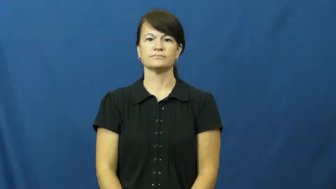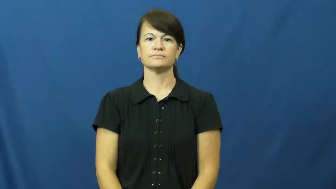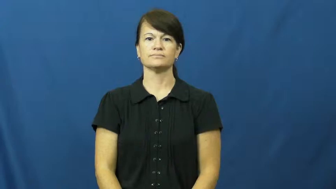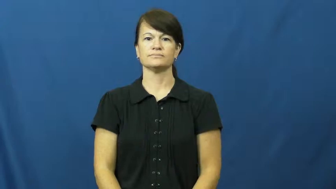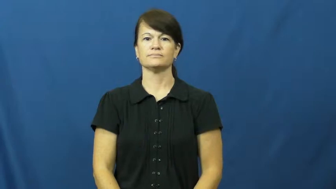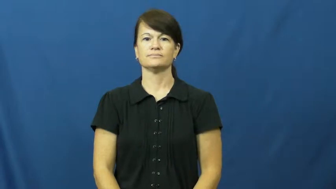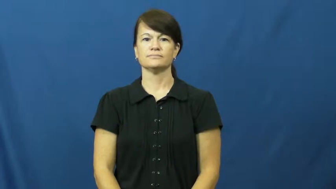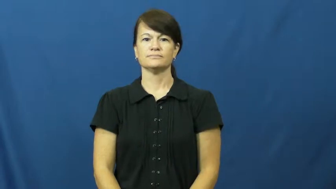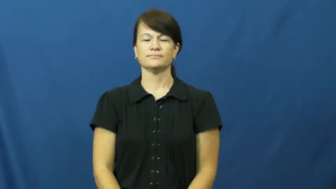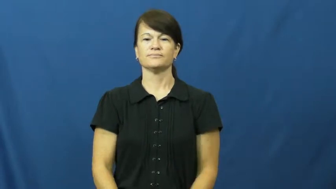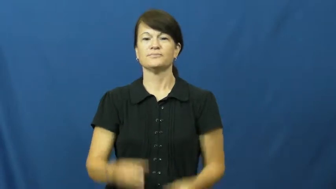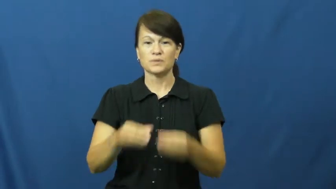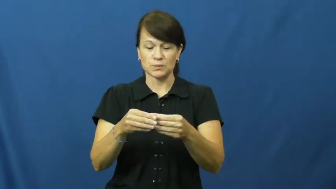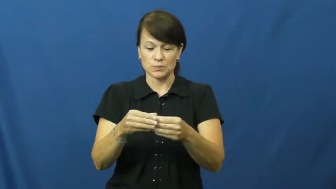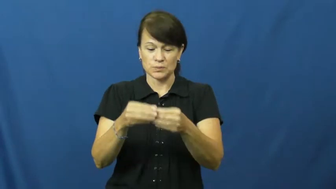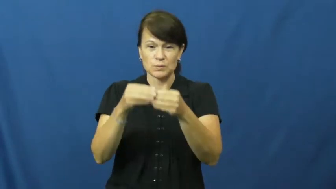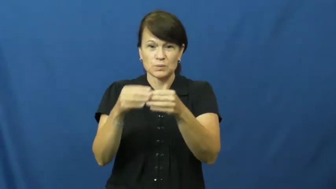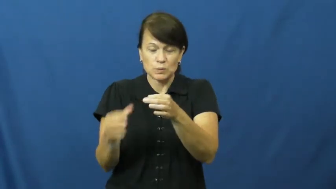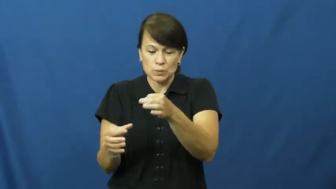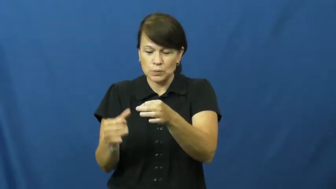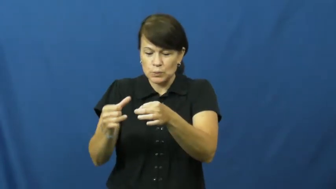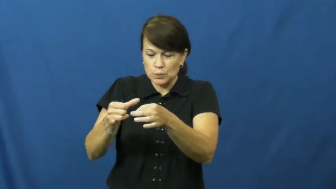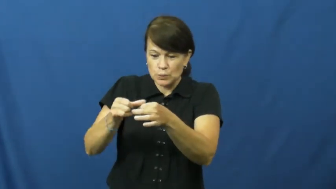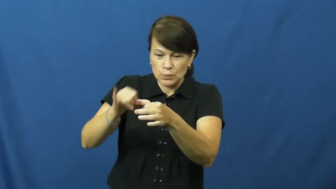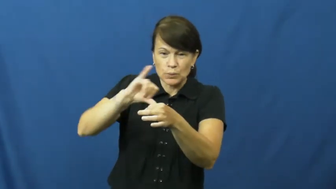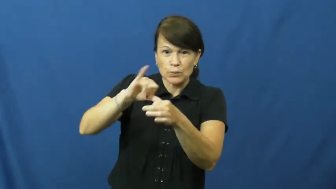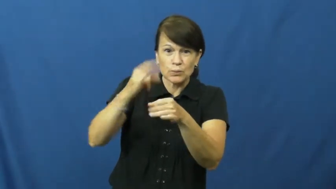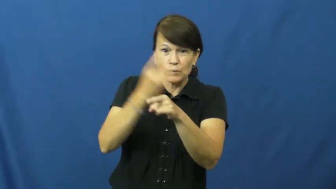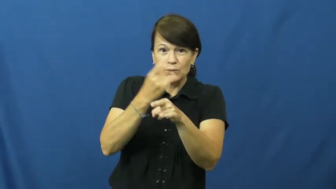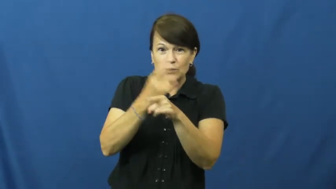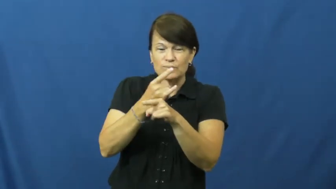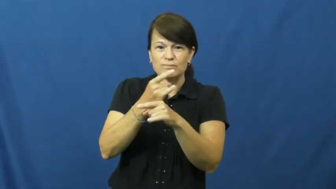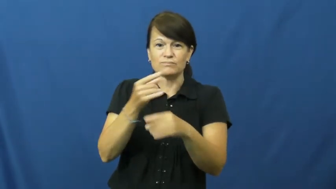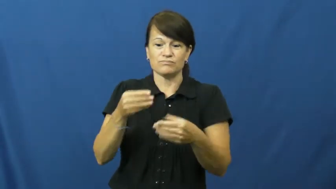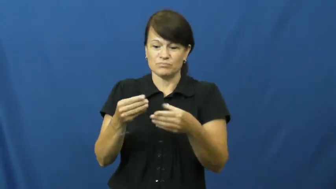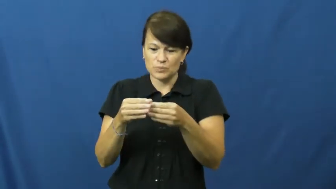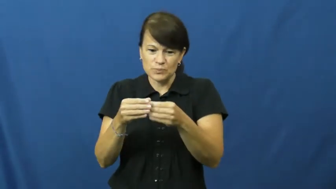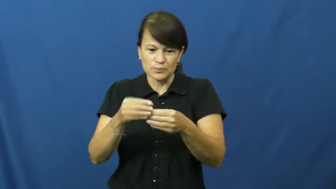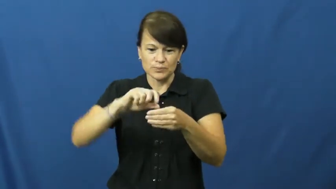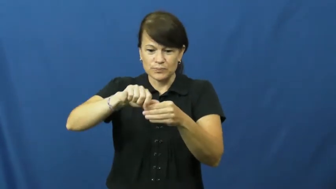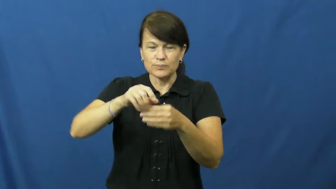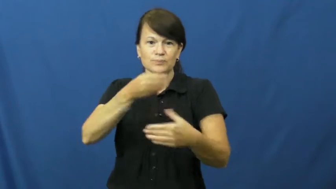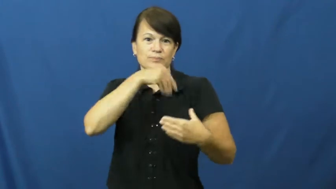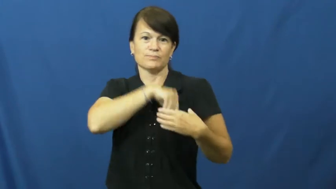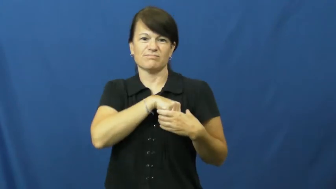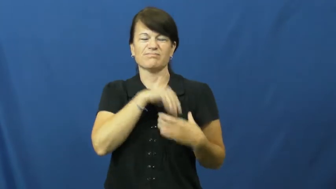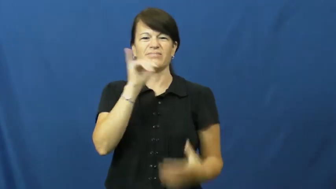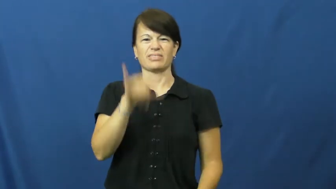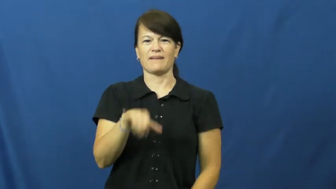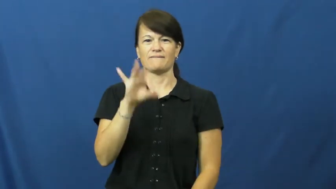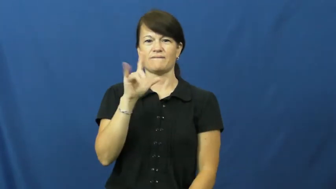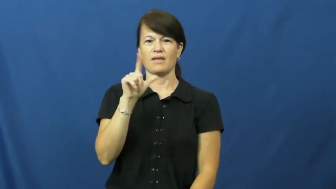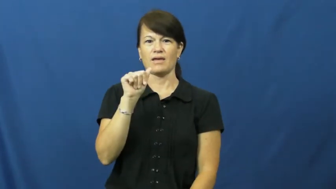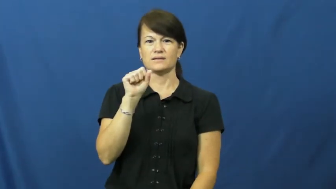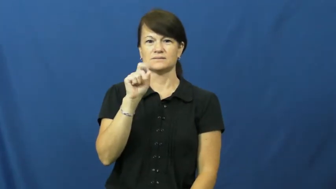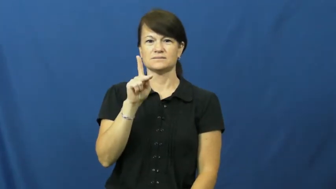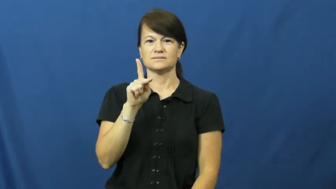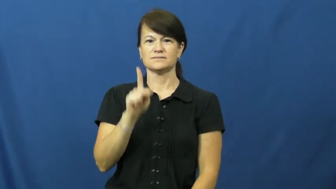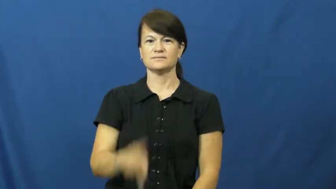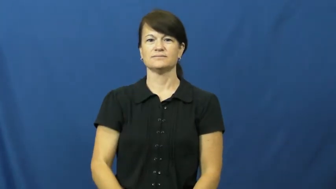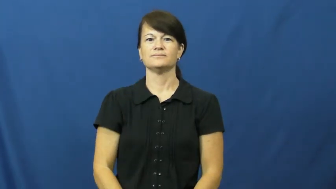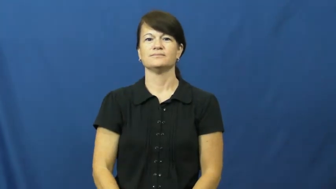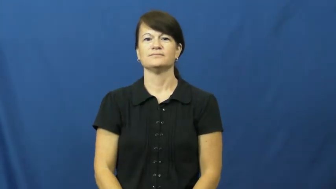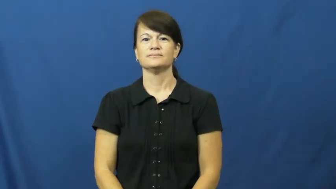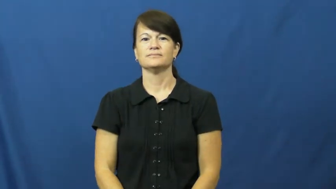flask-alcohol